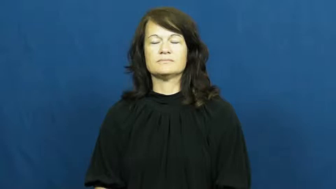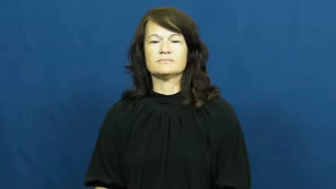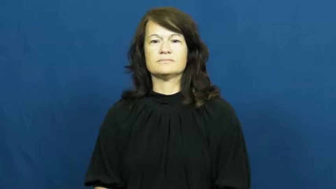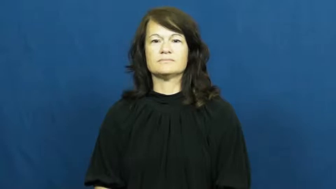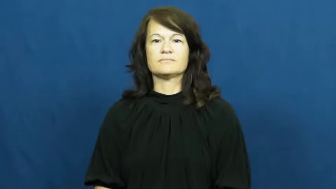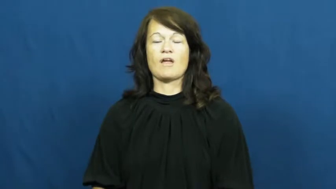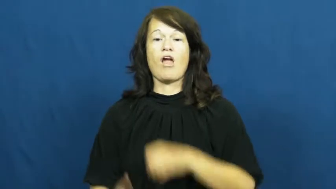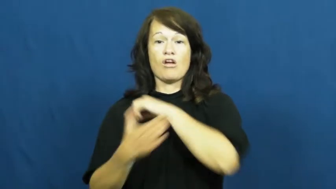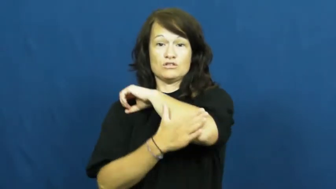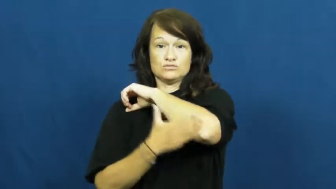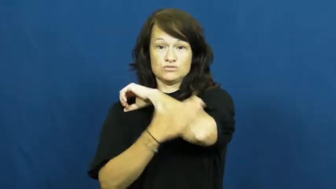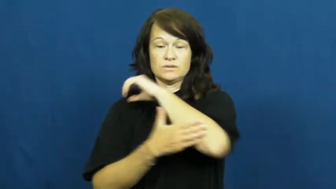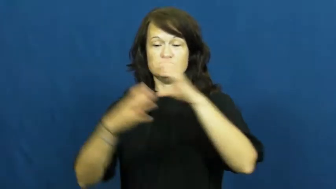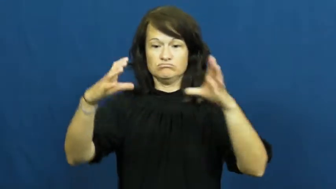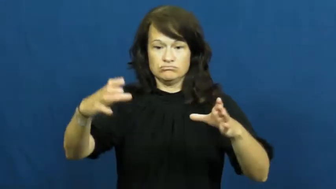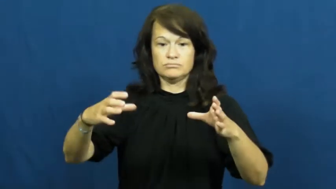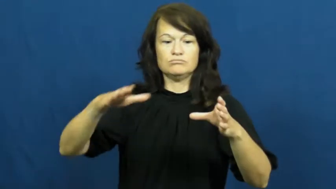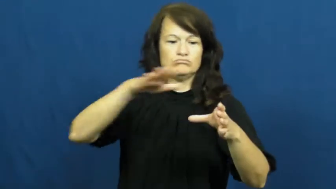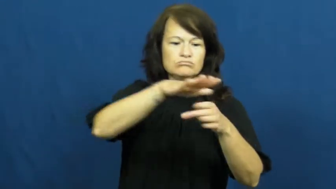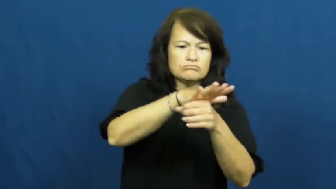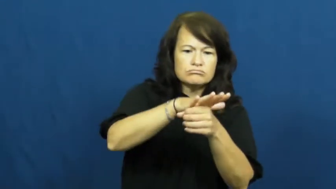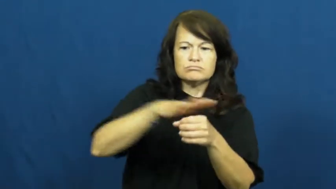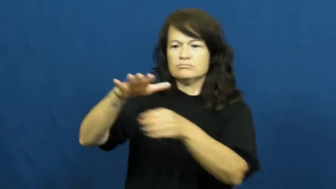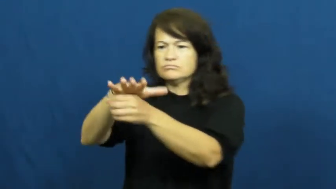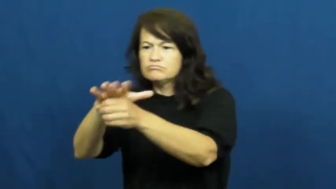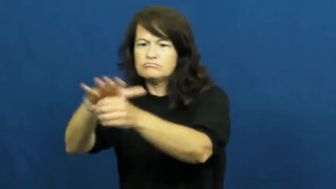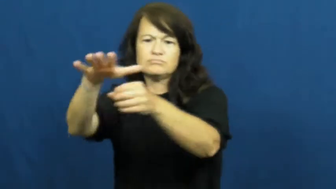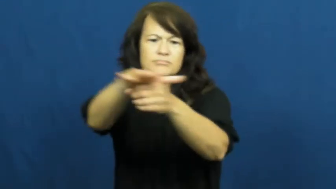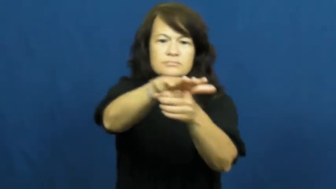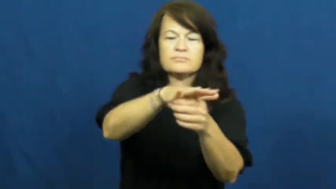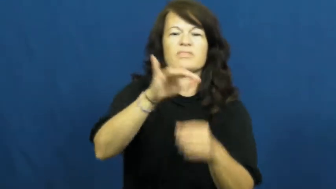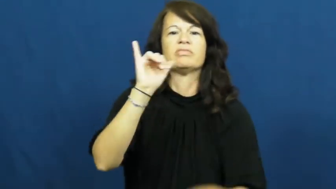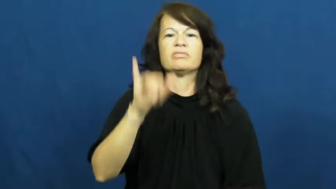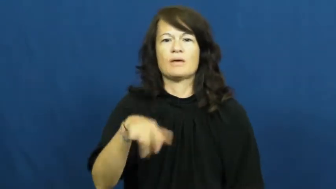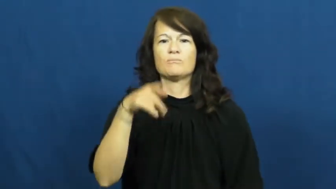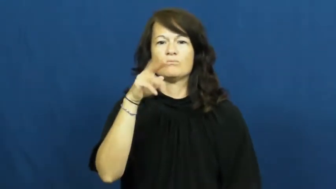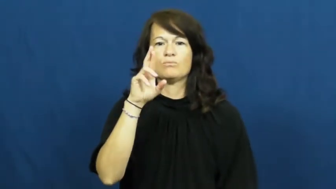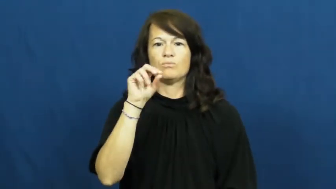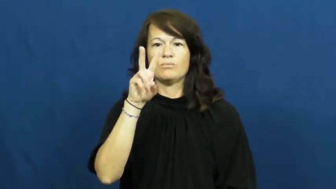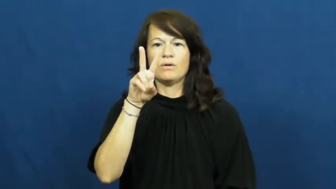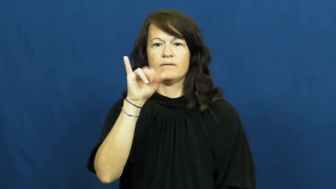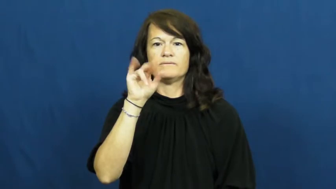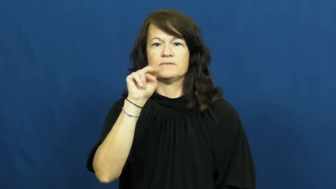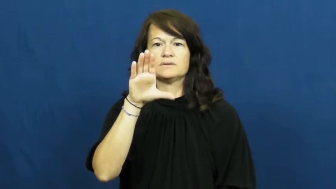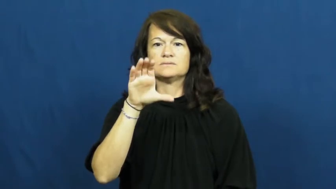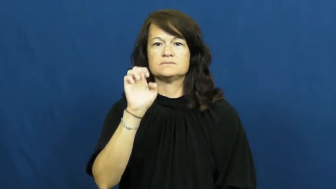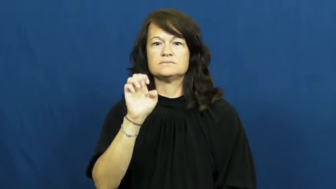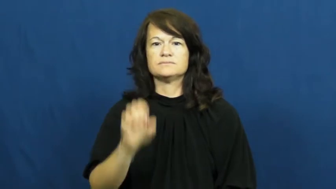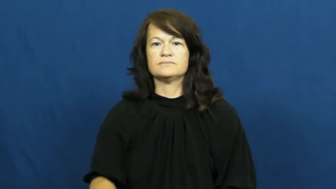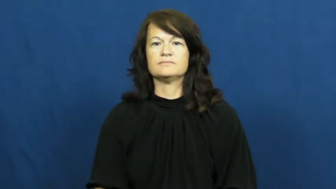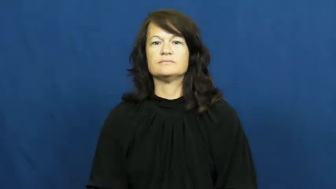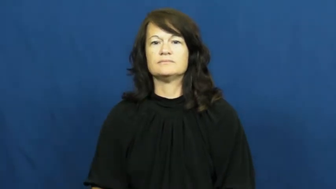province